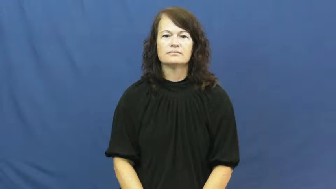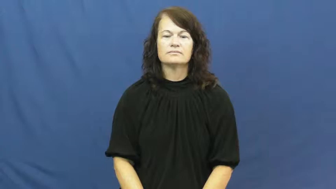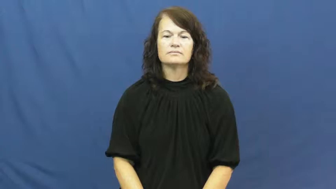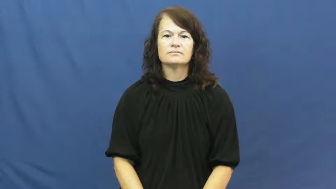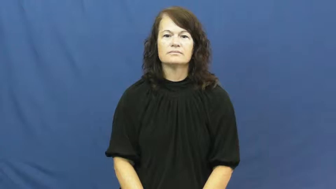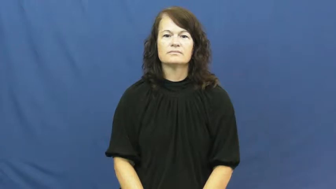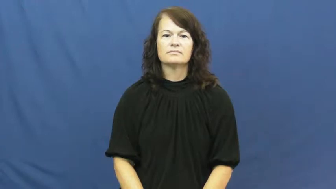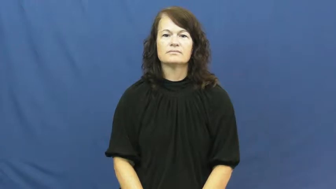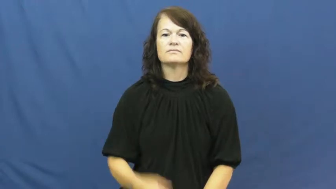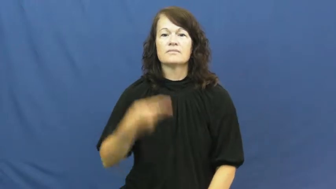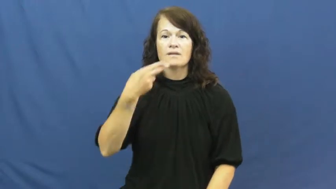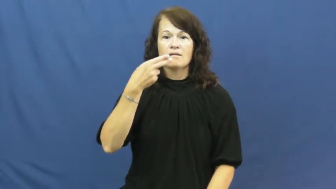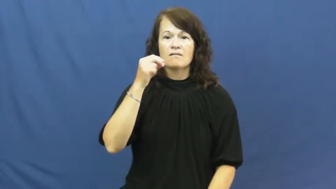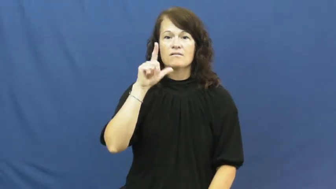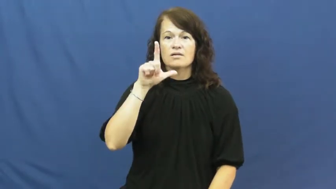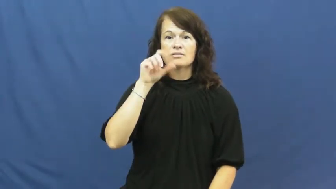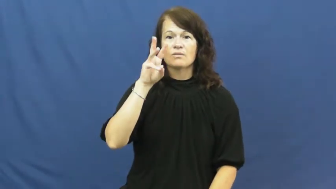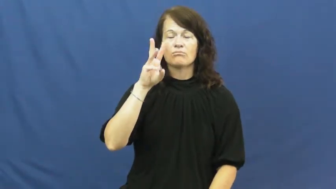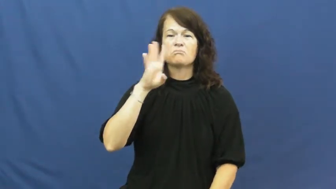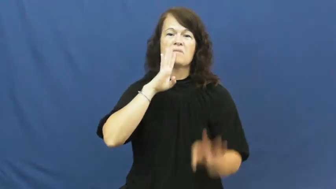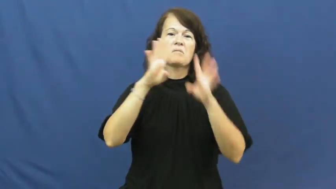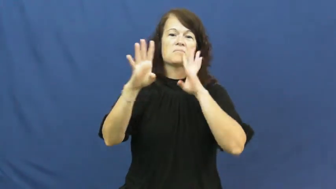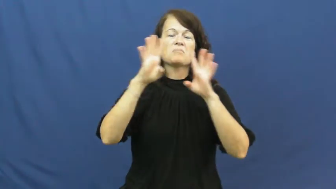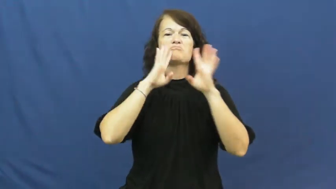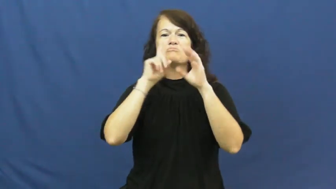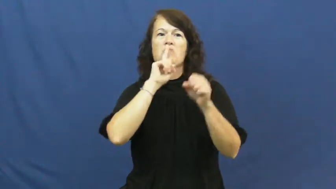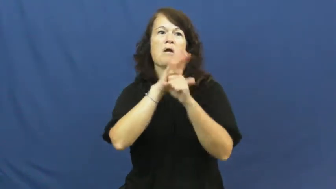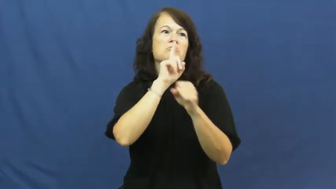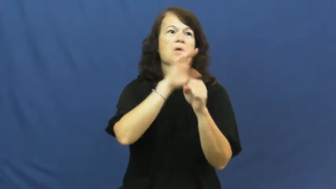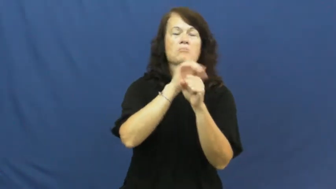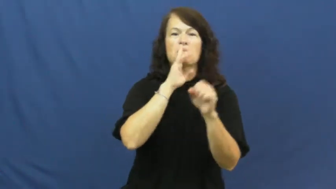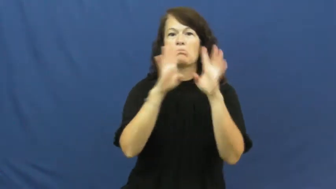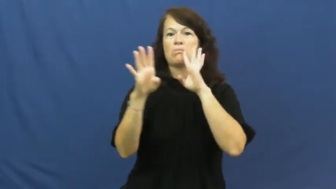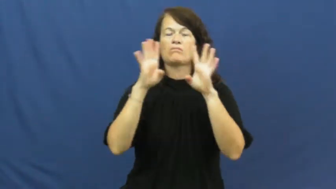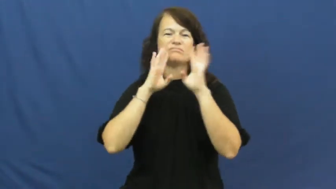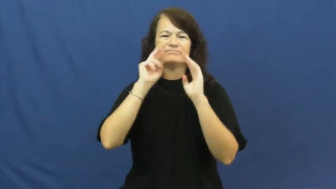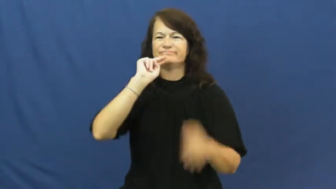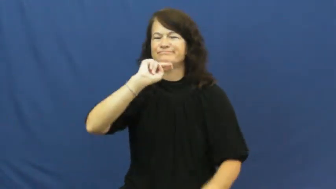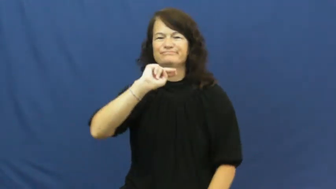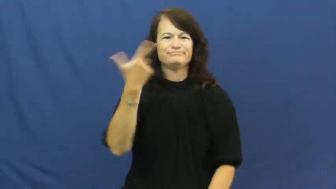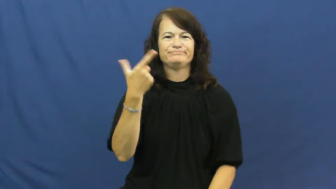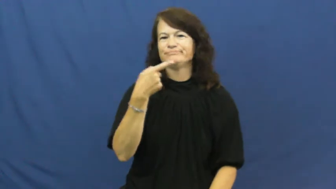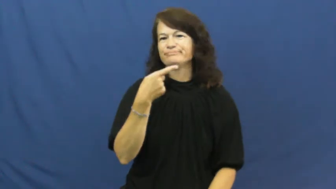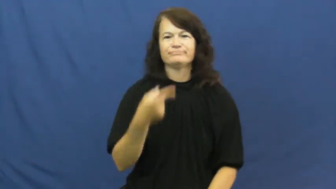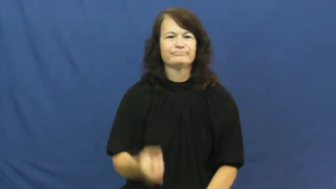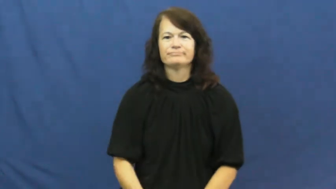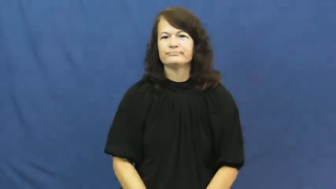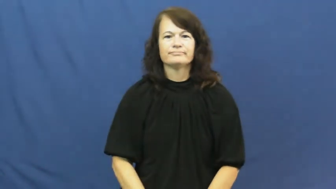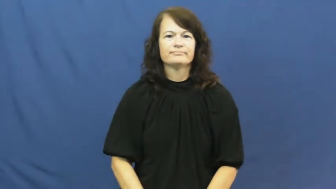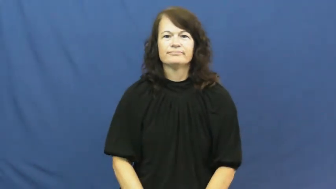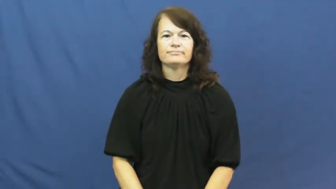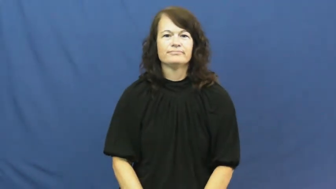hollow-promise